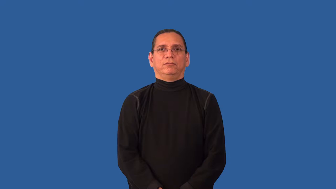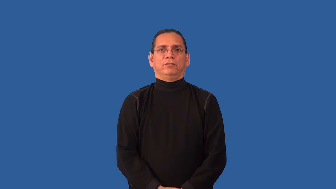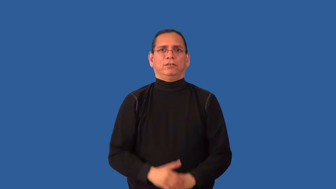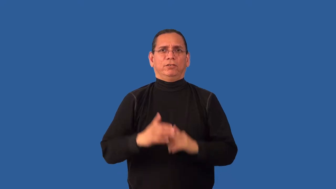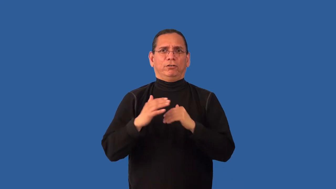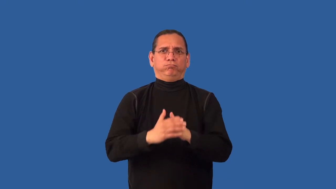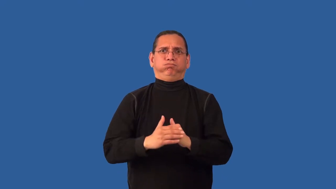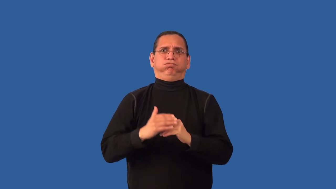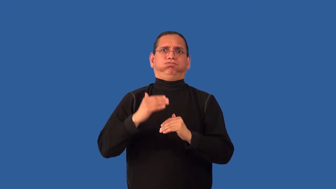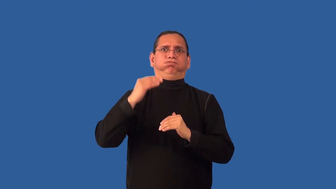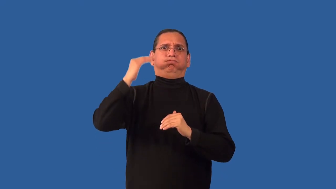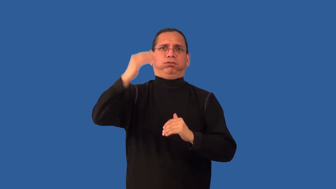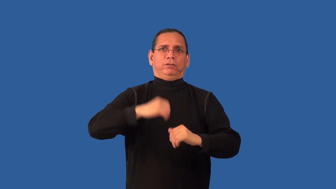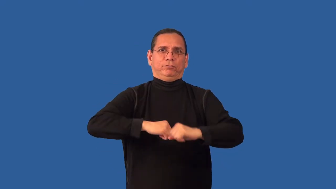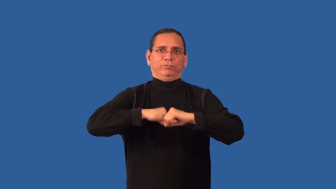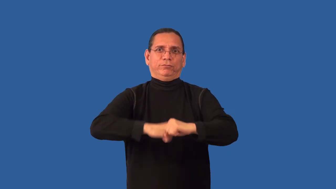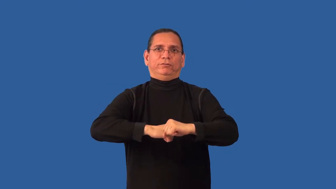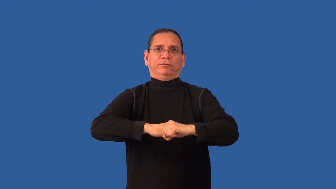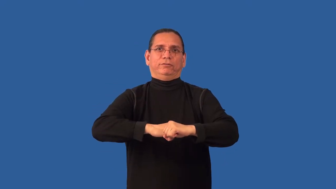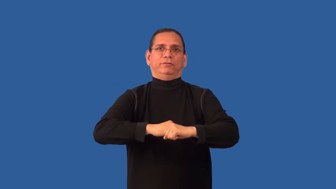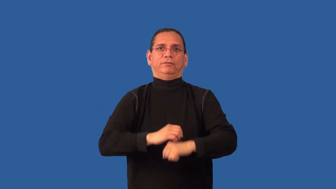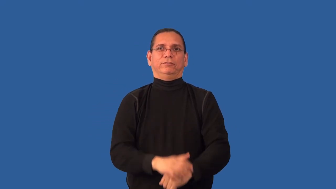overprotect